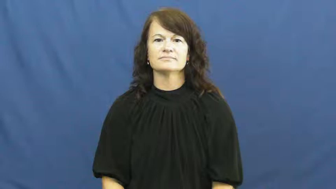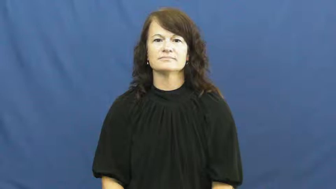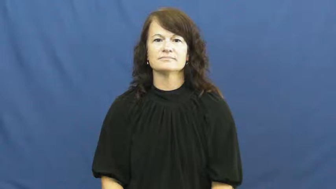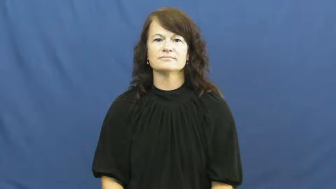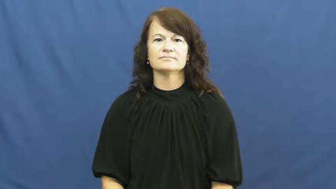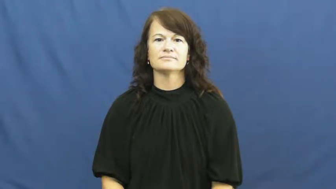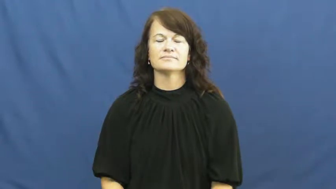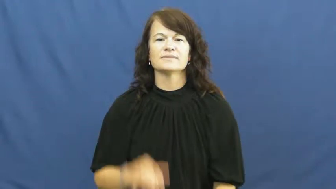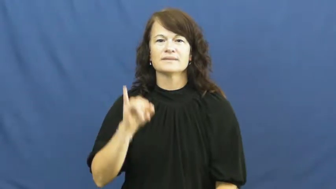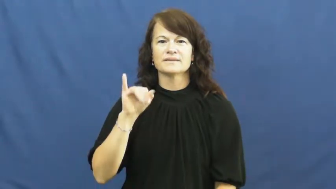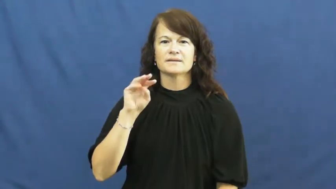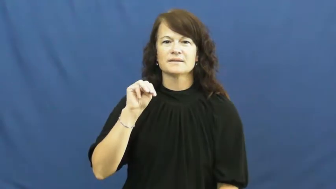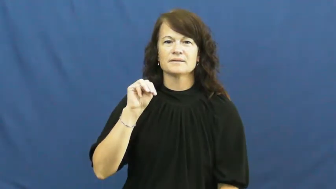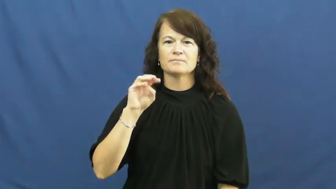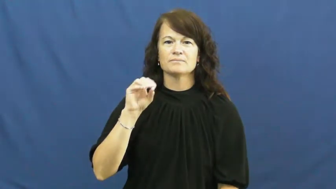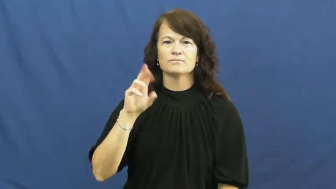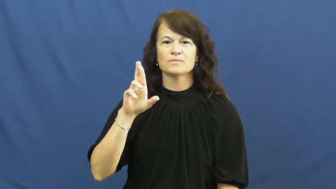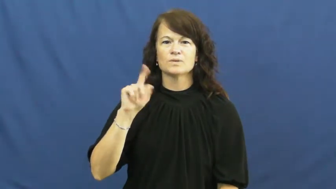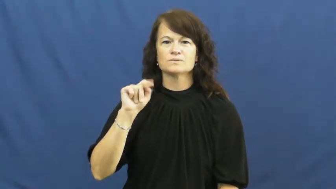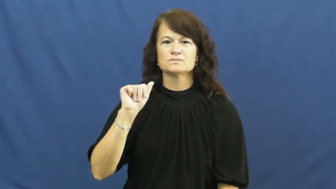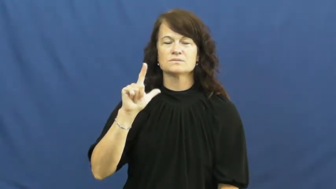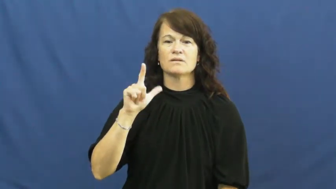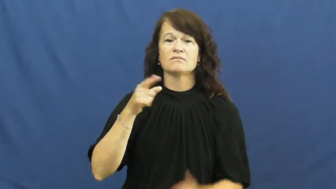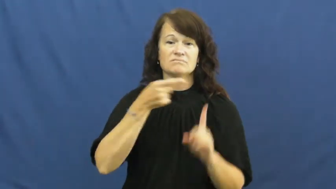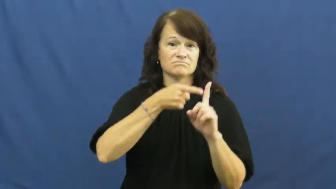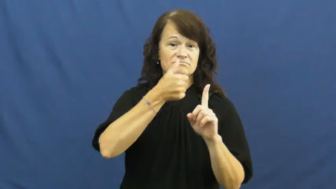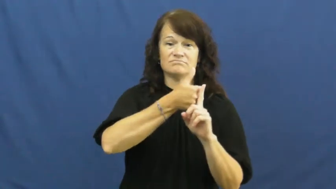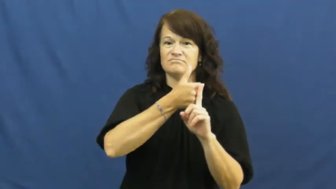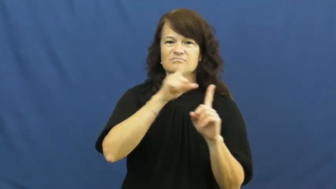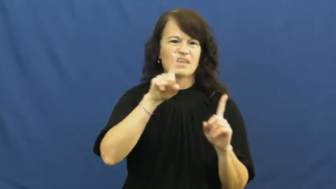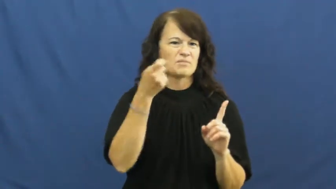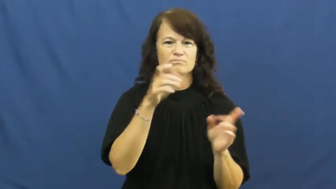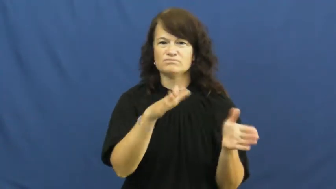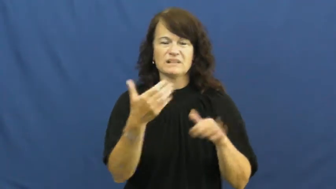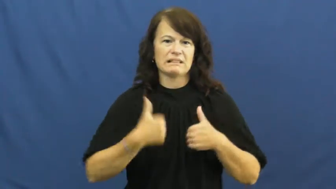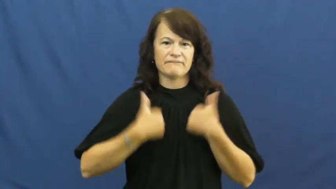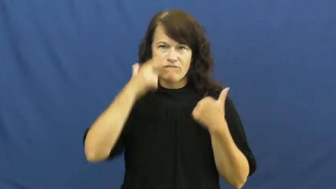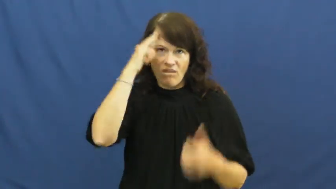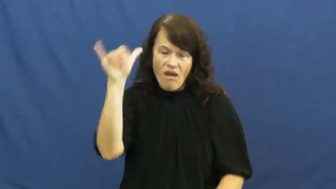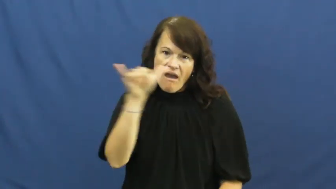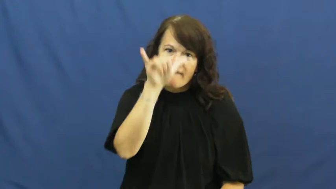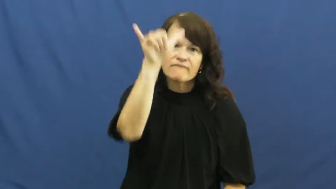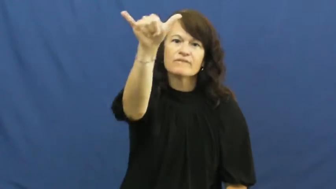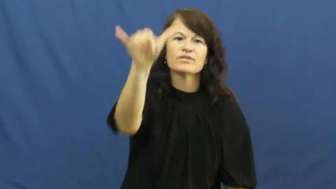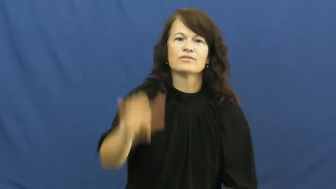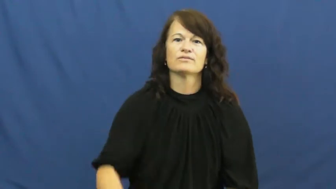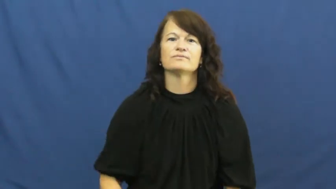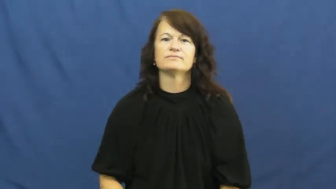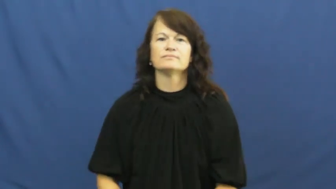immortal